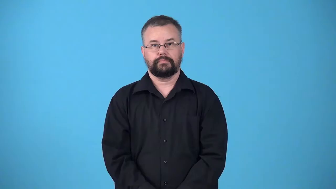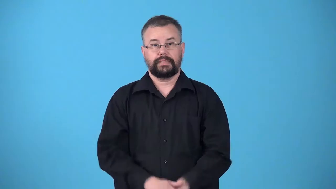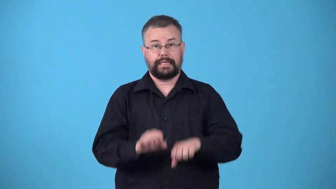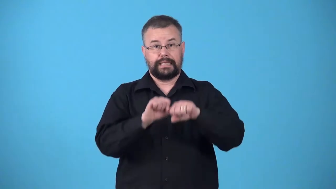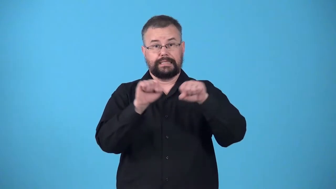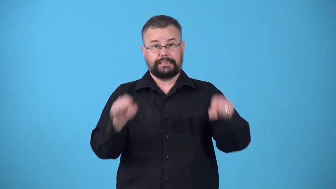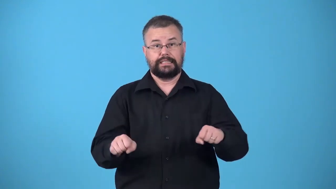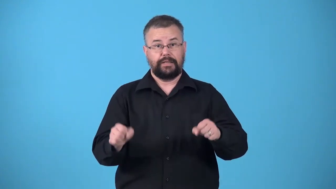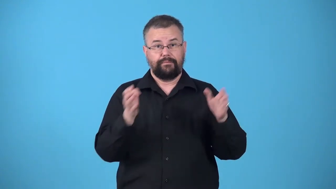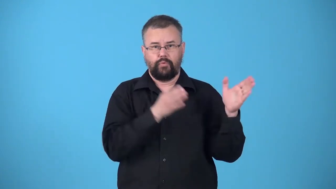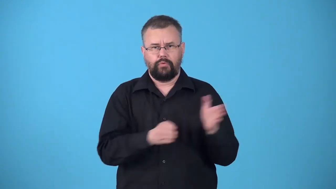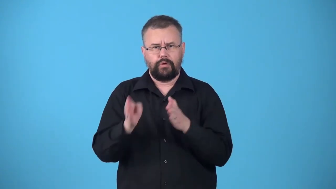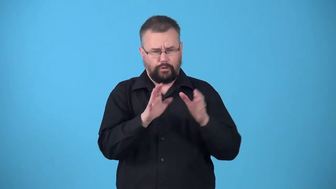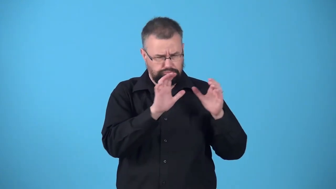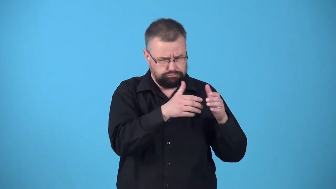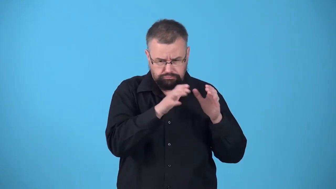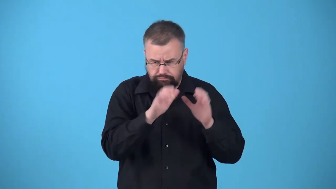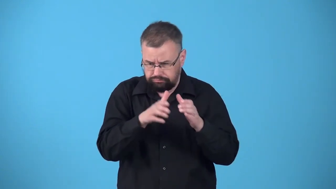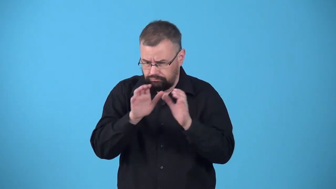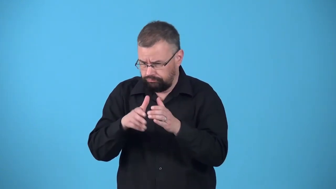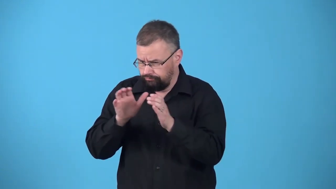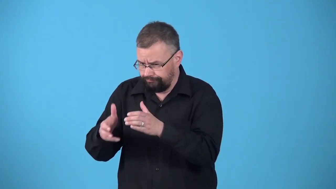typology